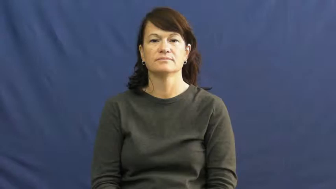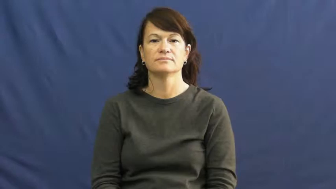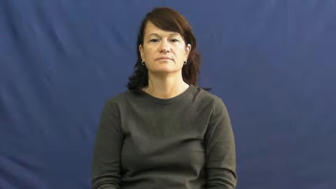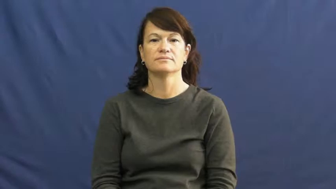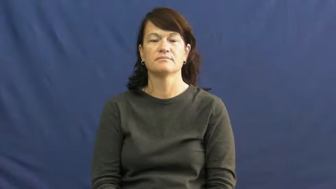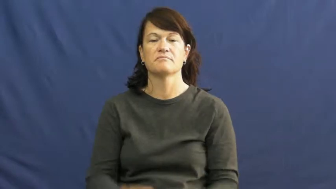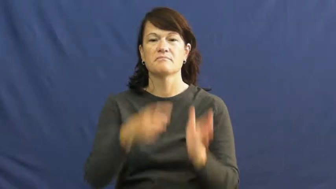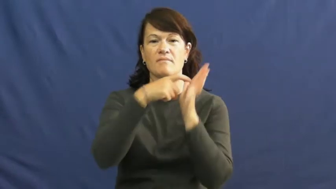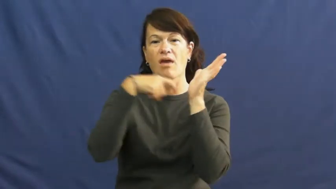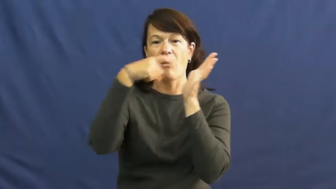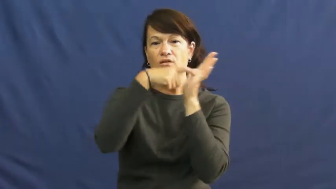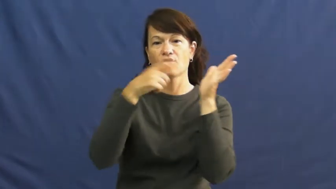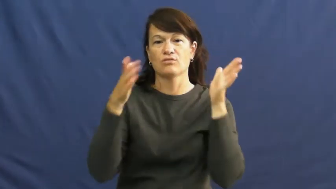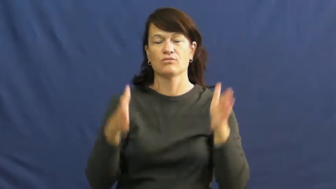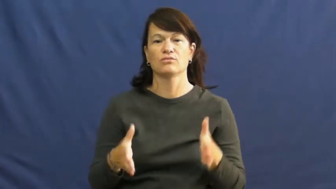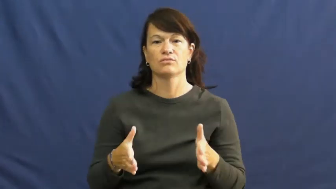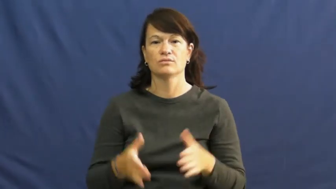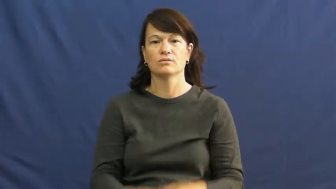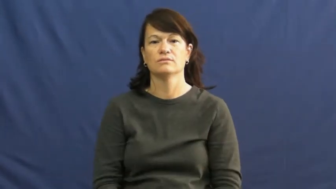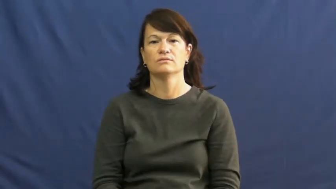miner,collier